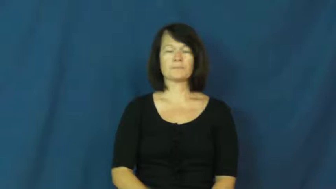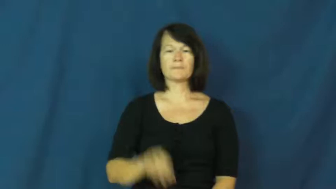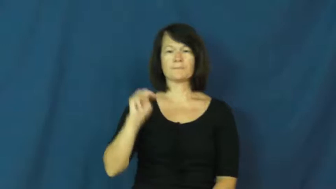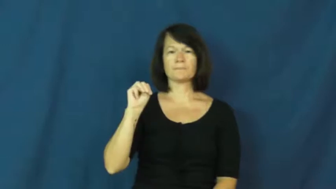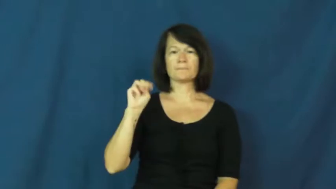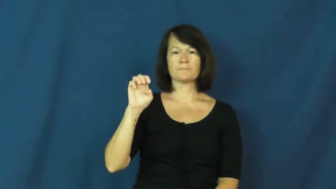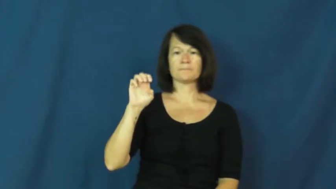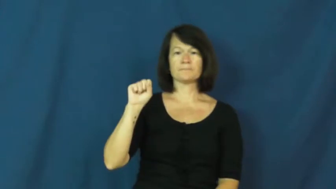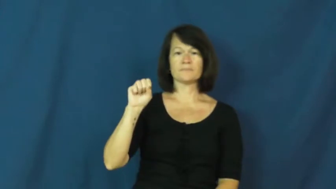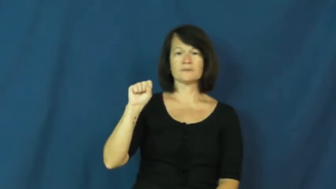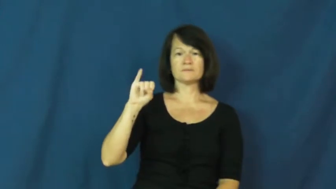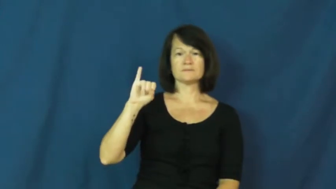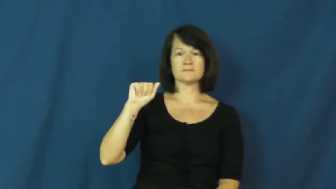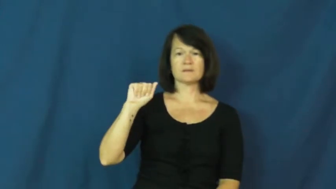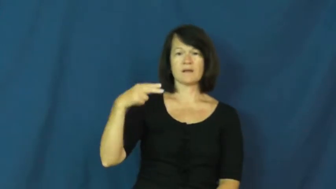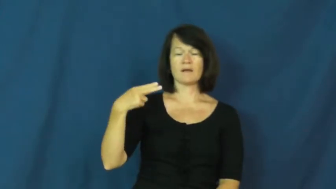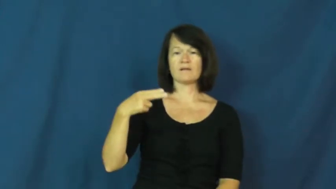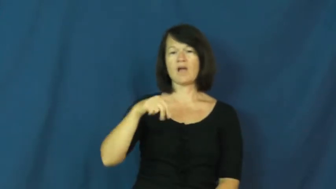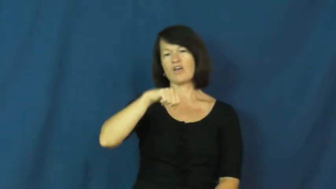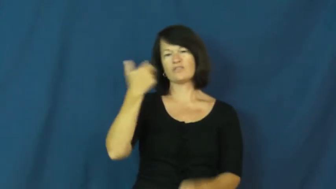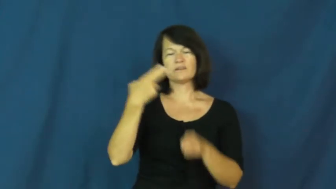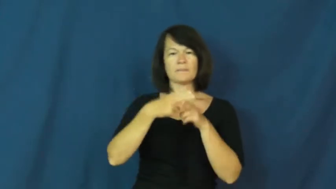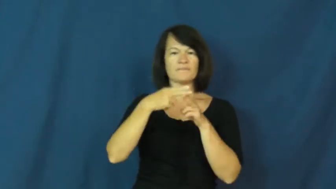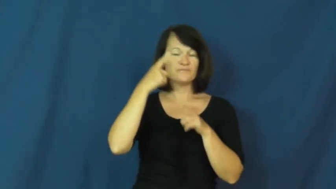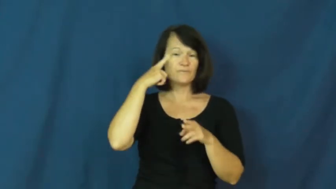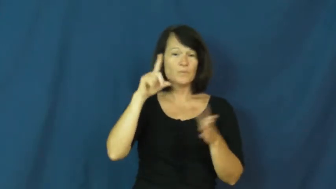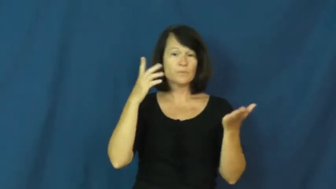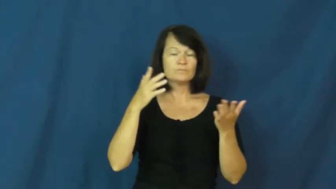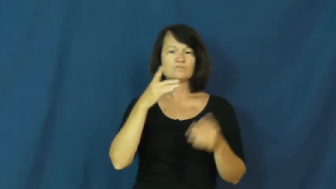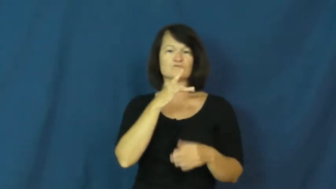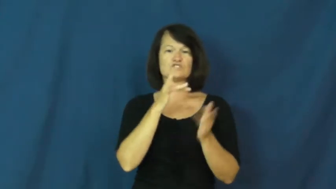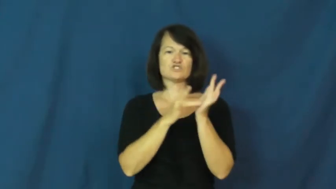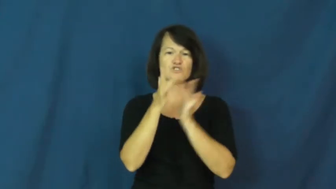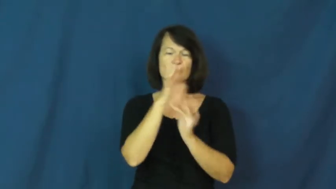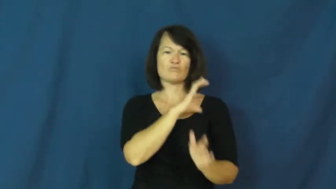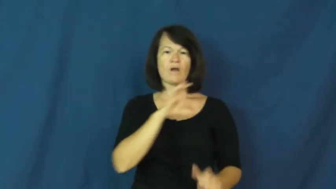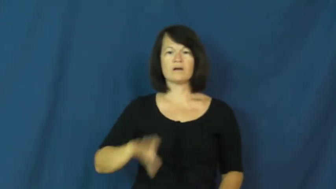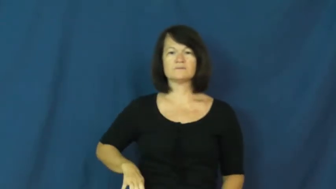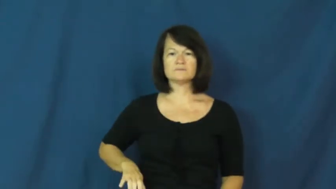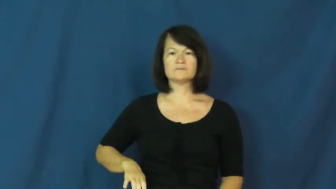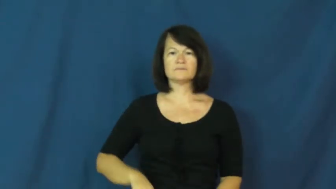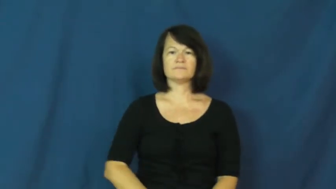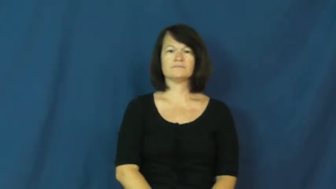messiah